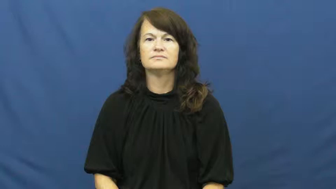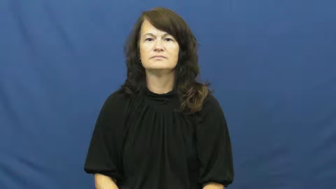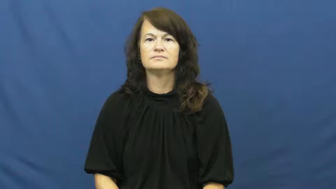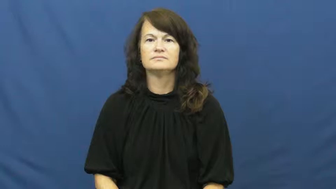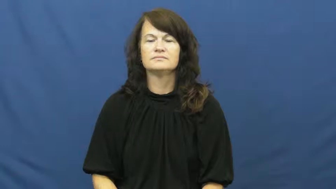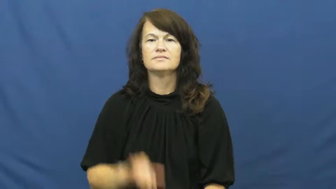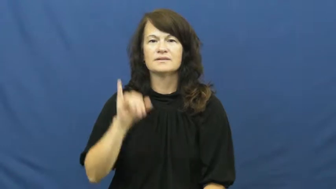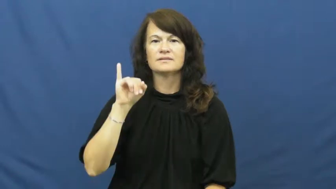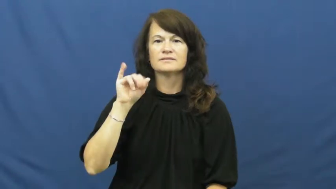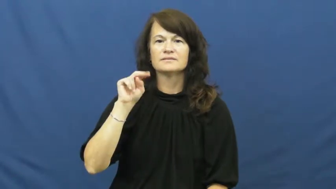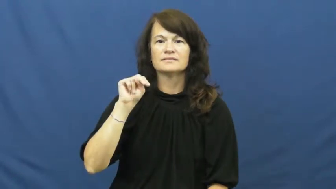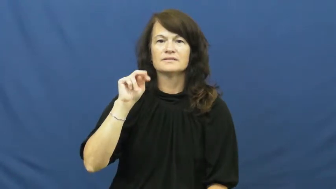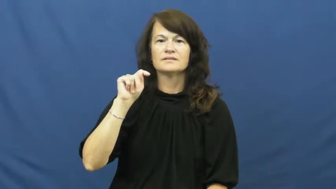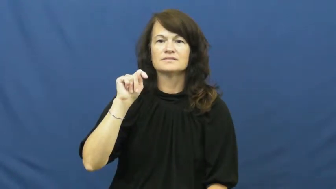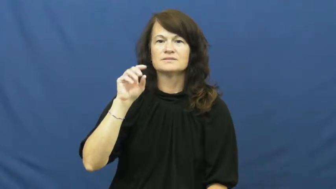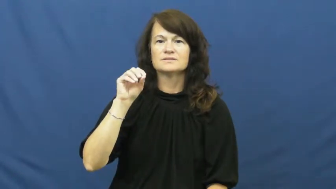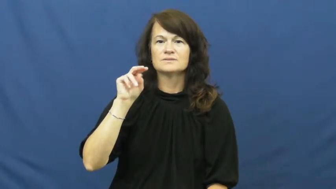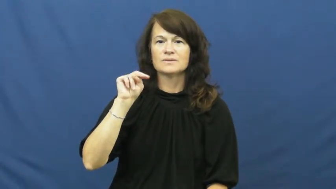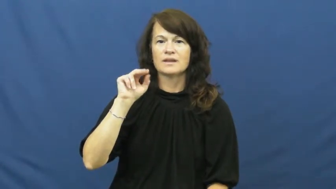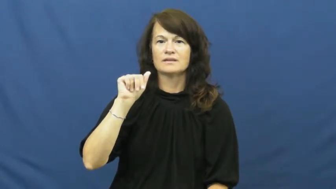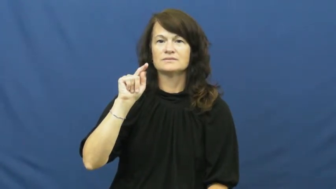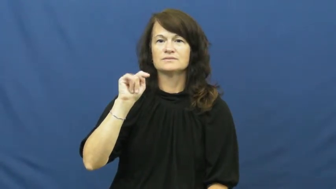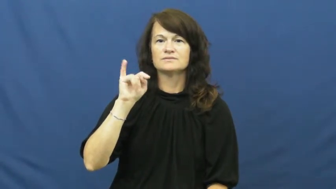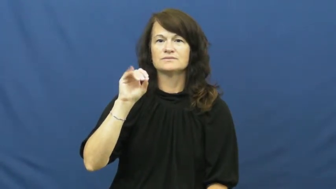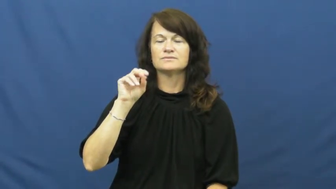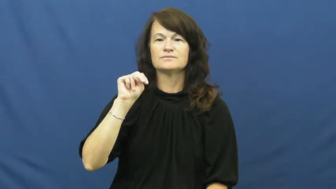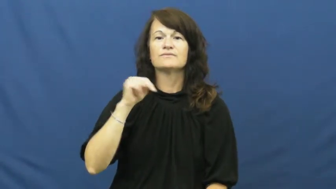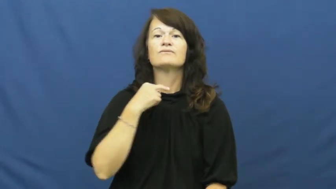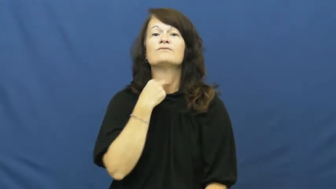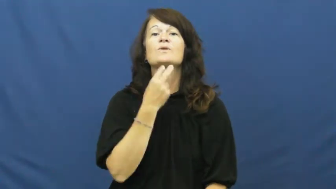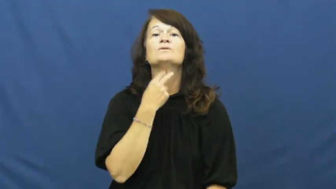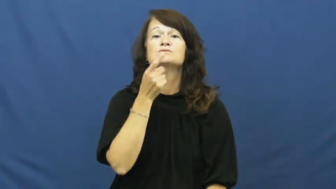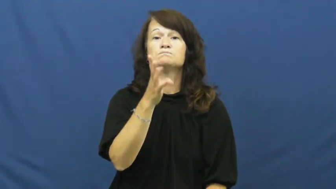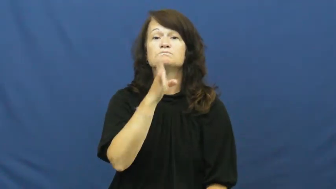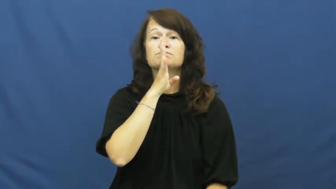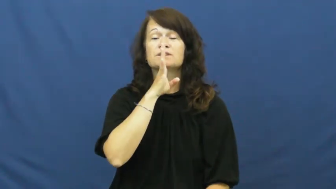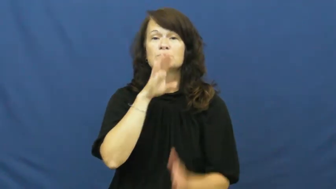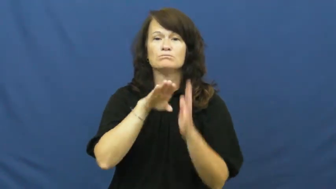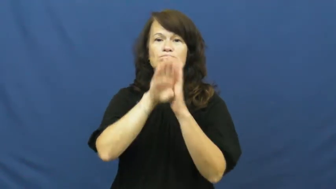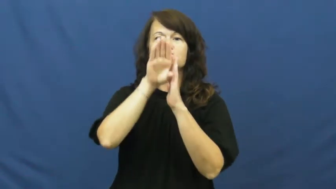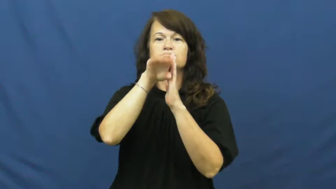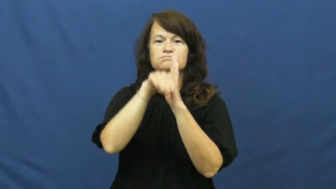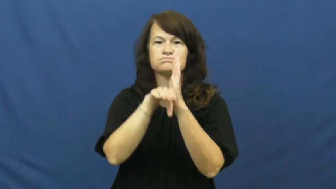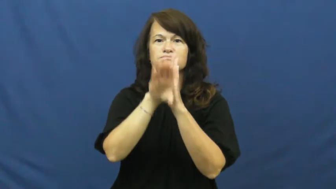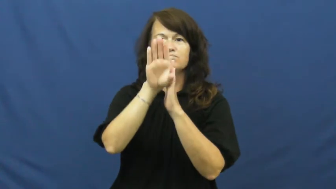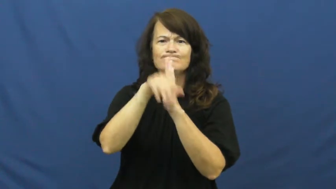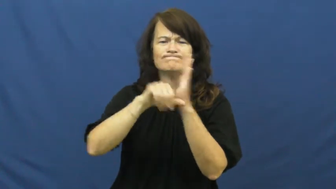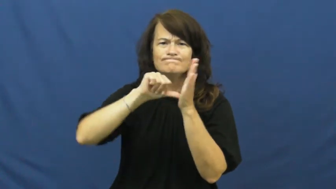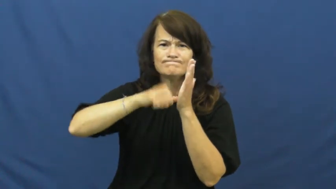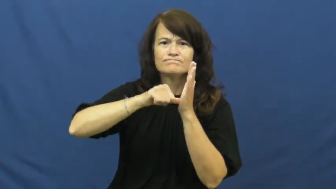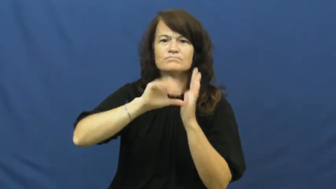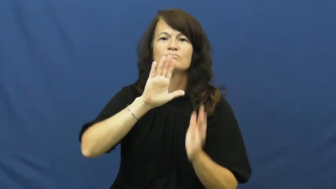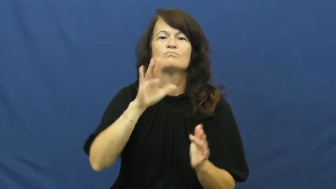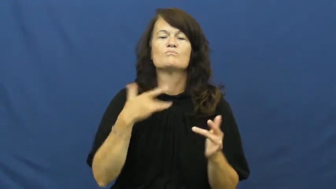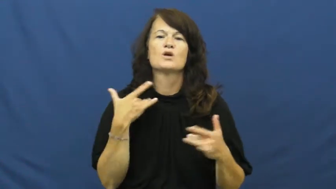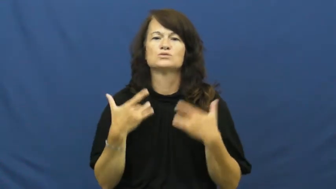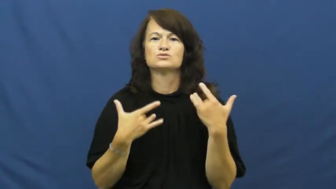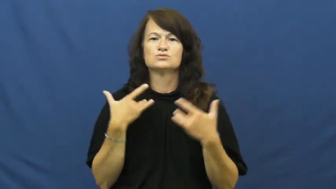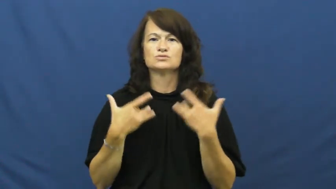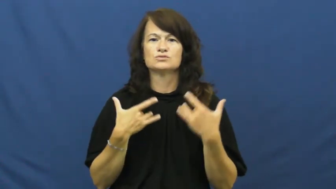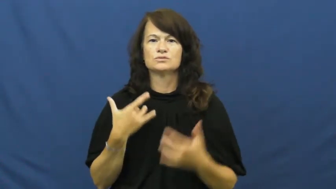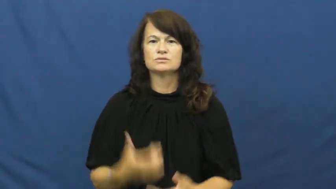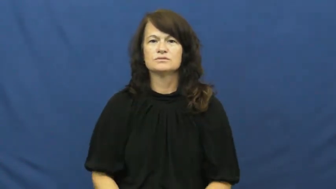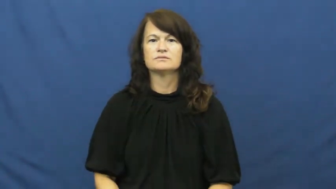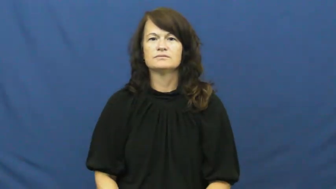intonation